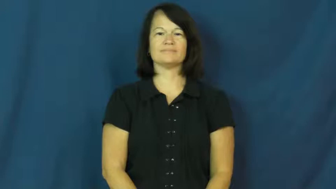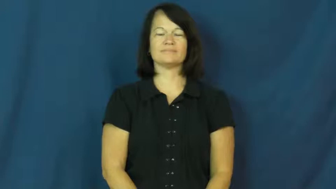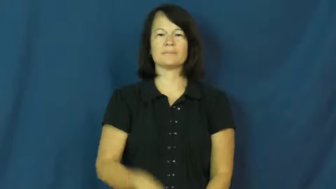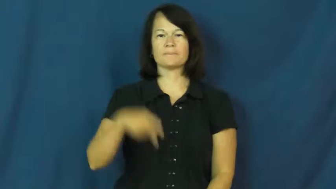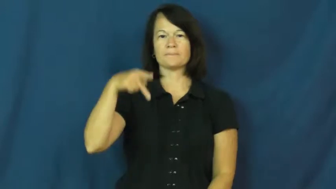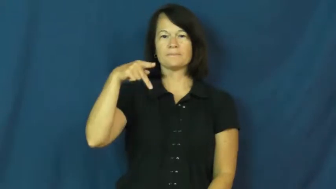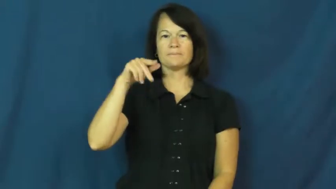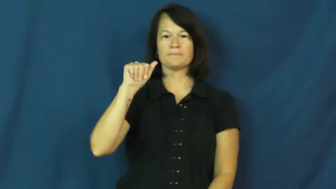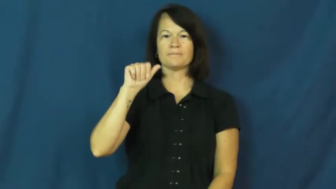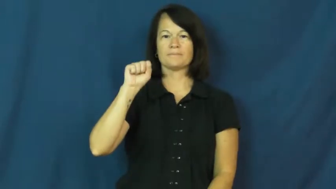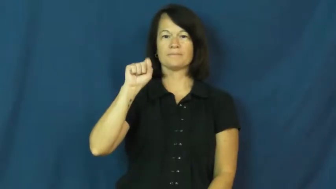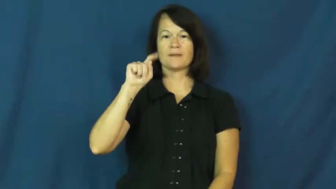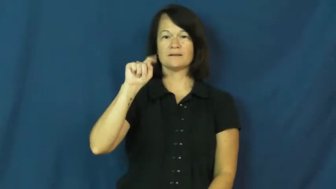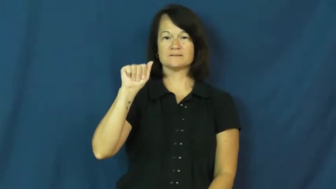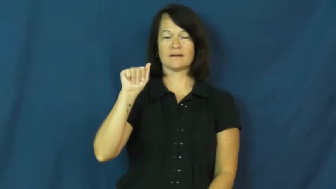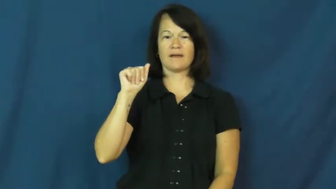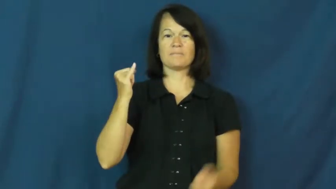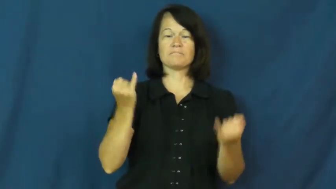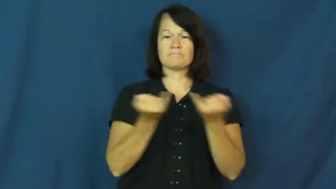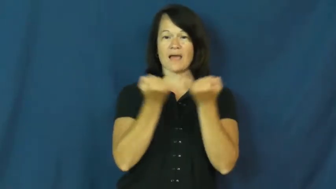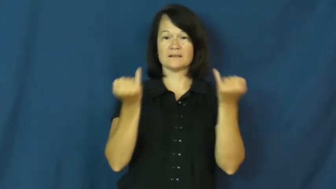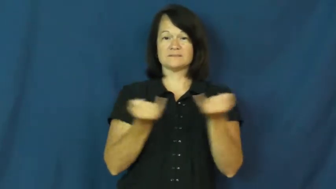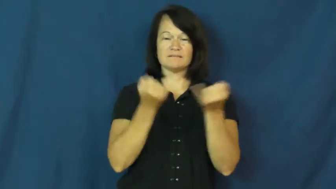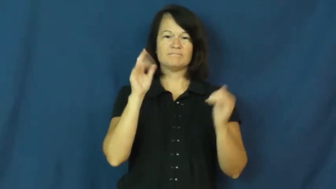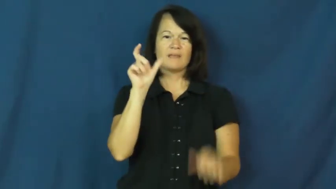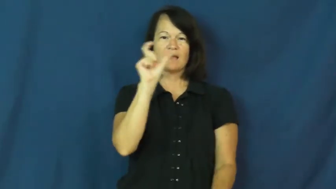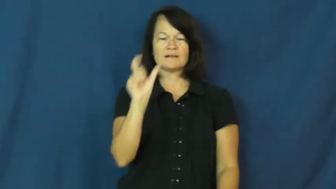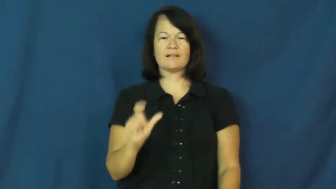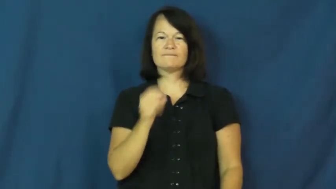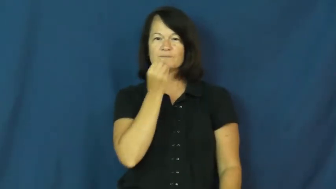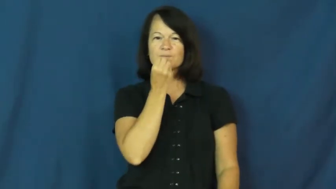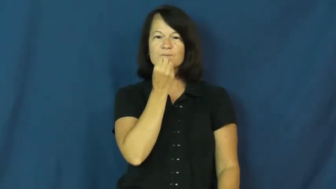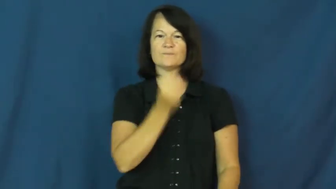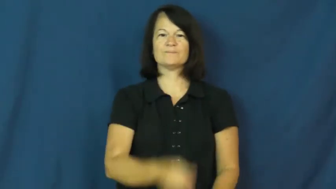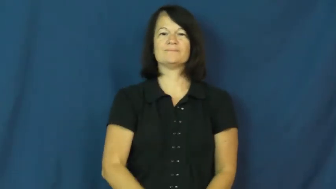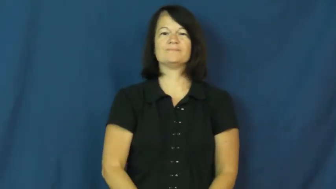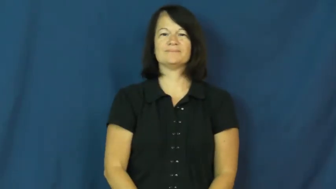pasta